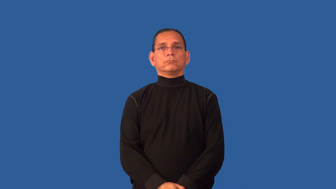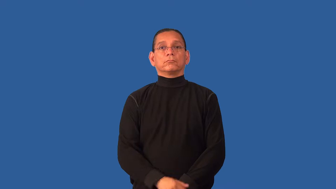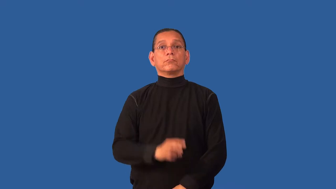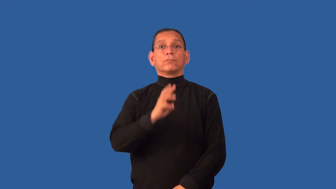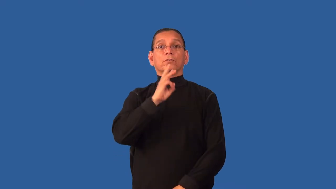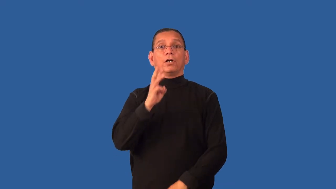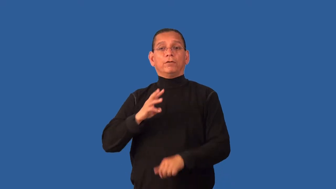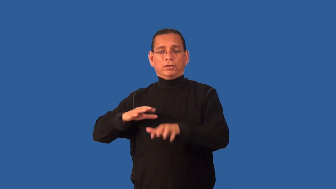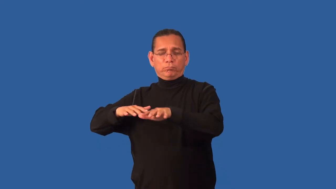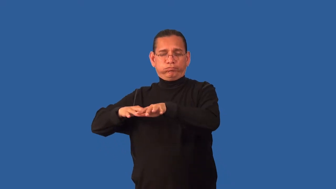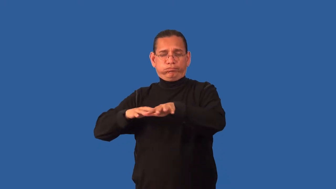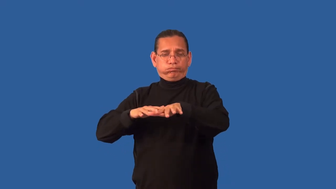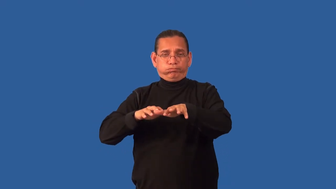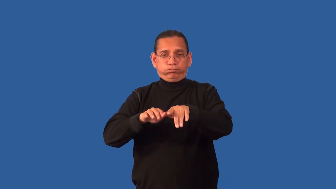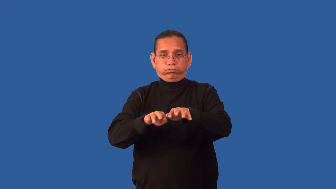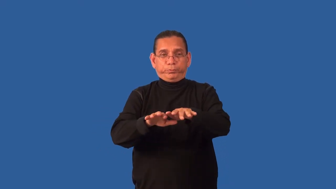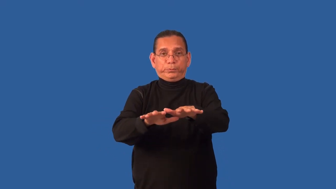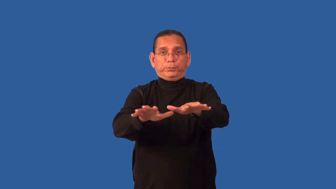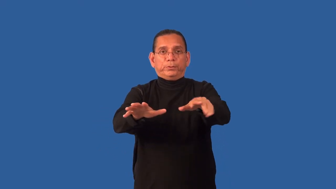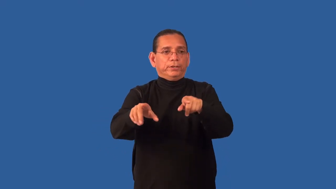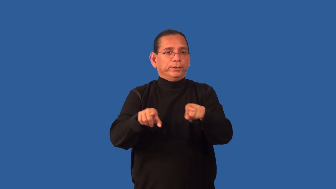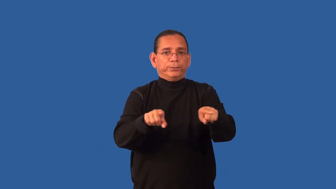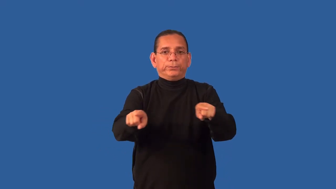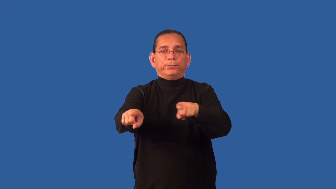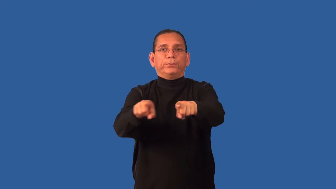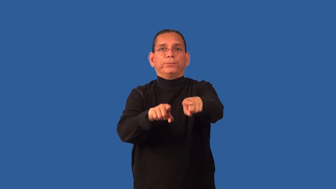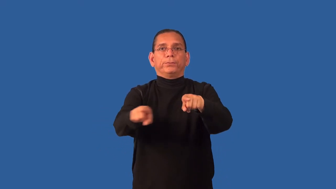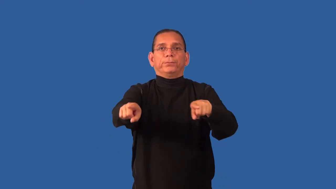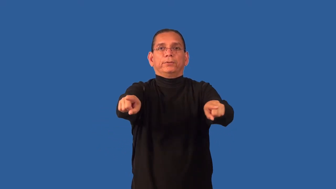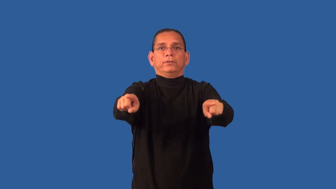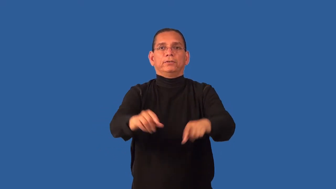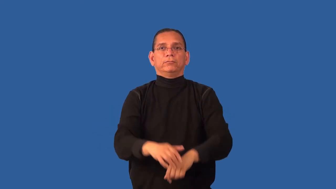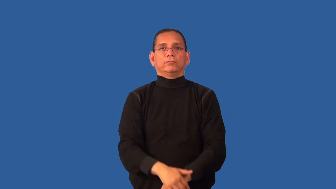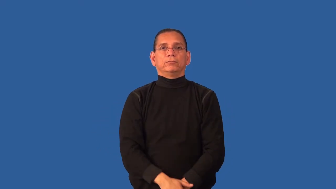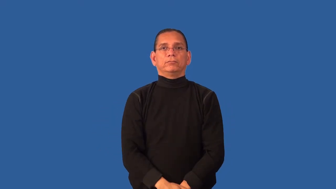delta-river